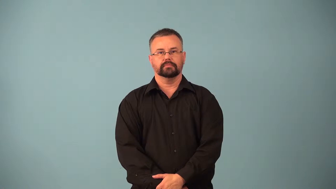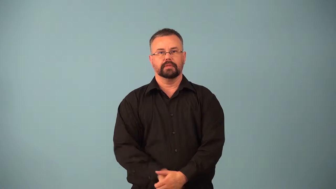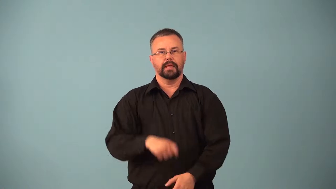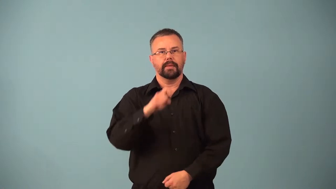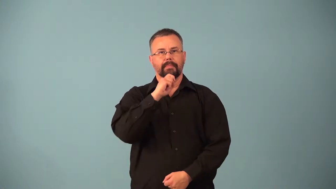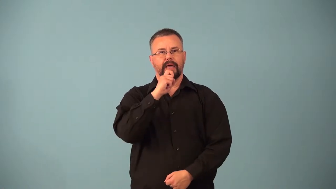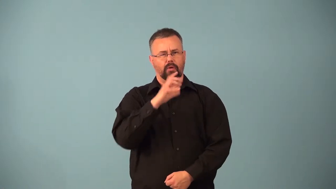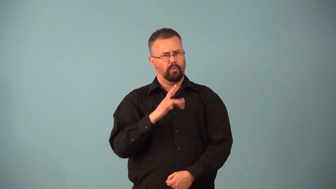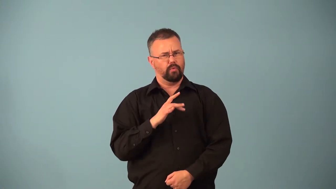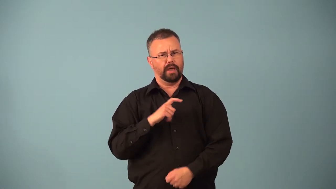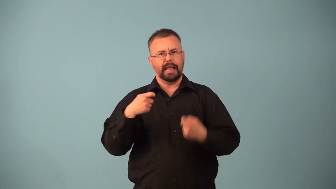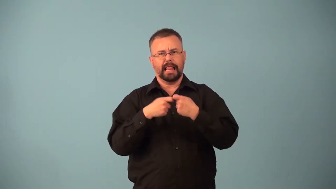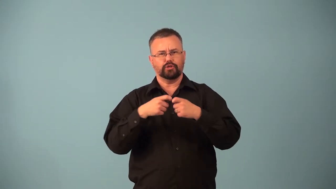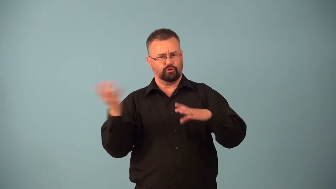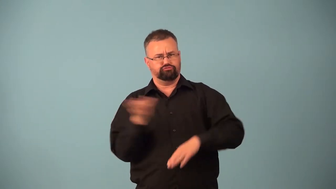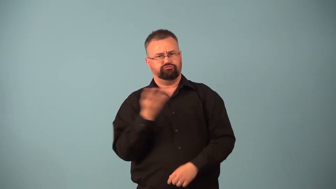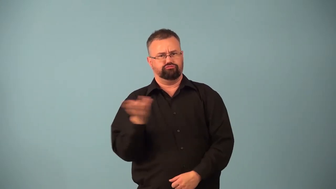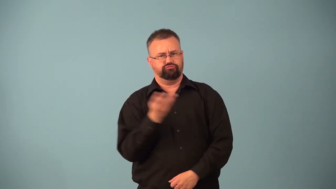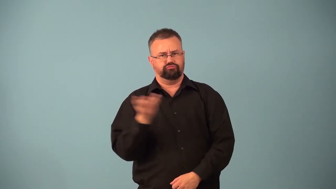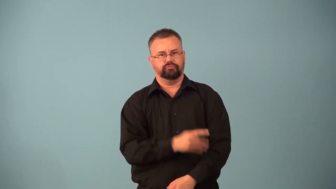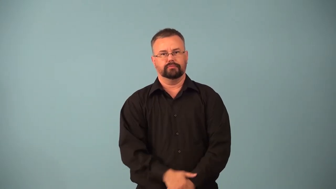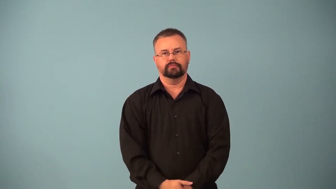superconductor